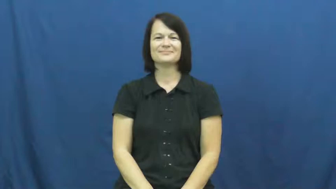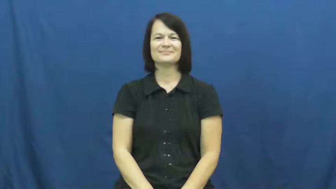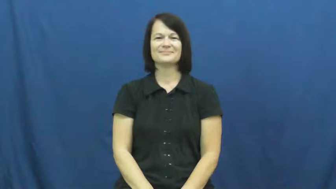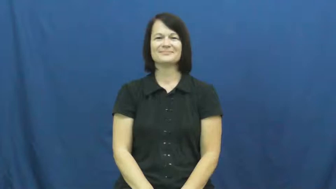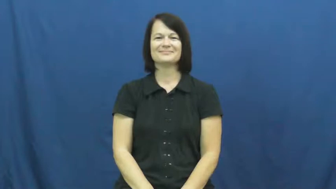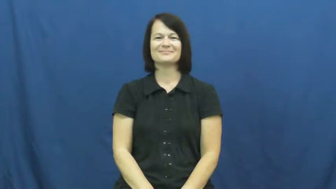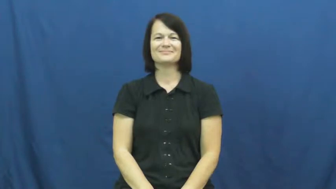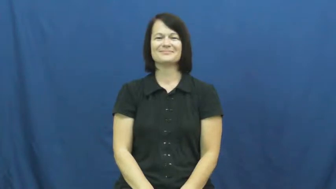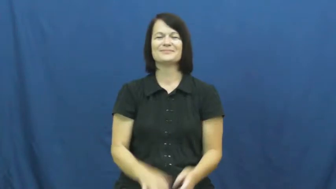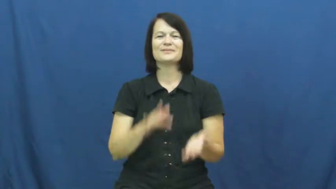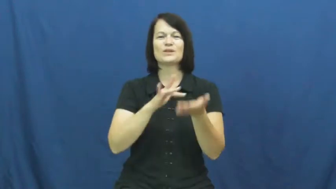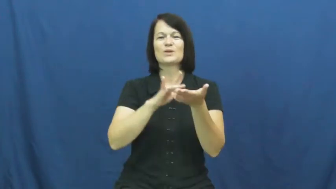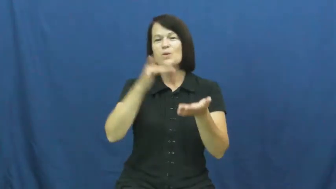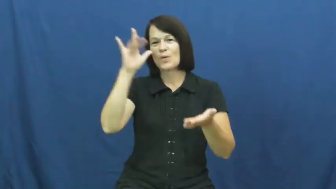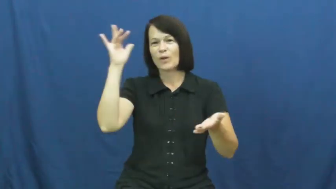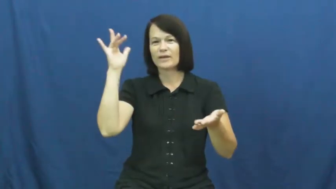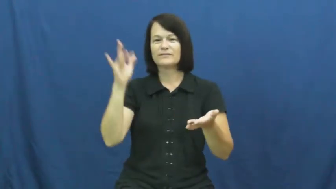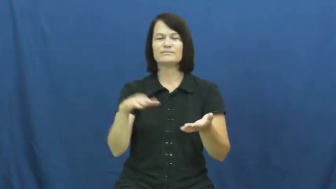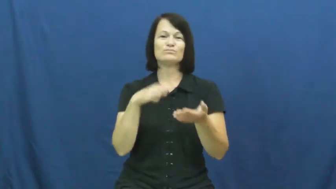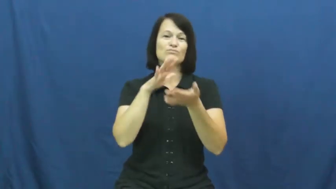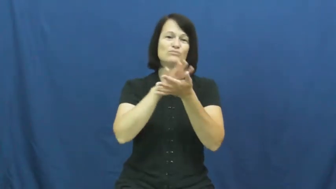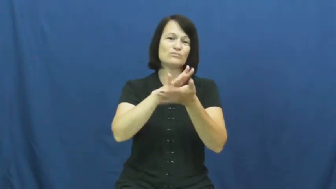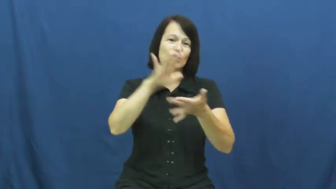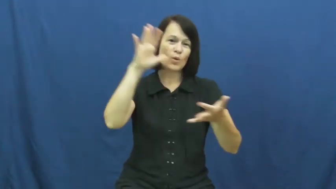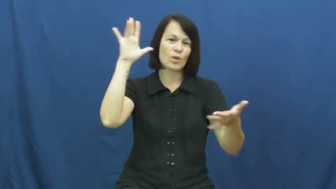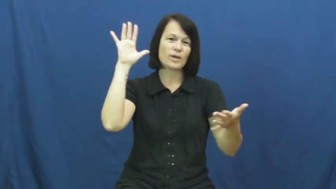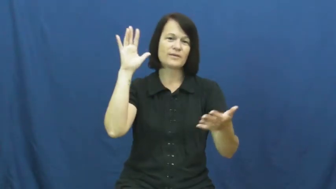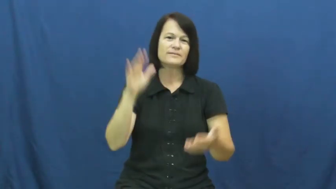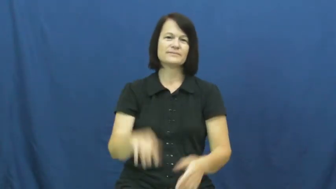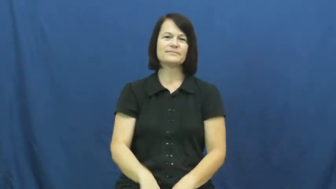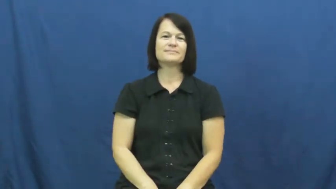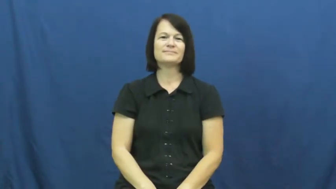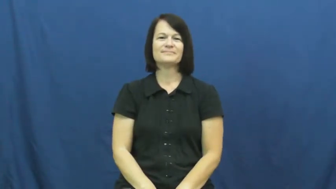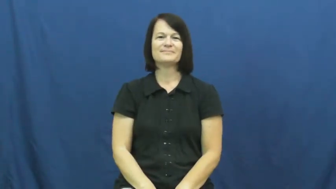glory-church